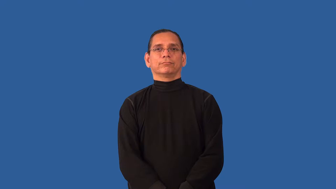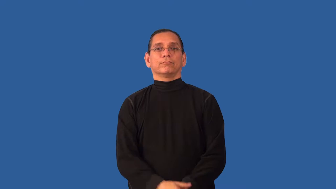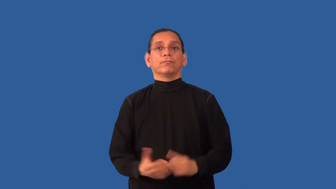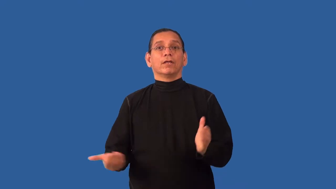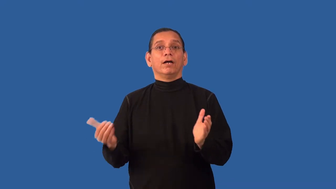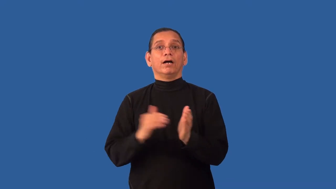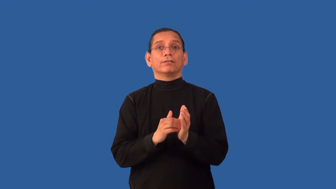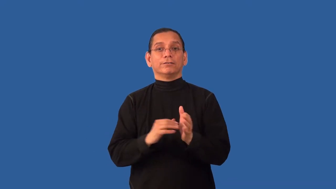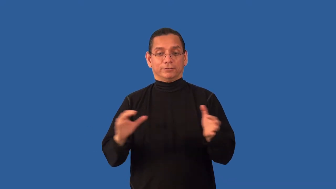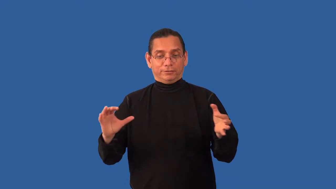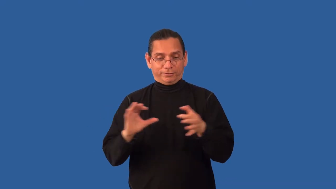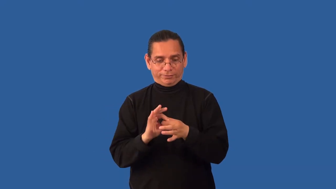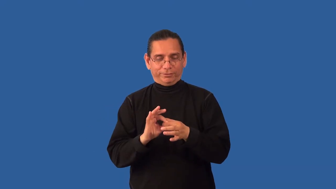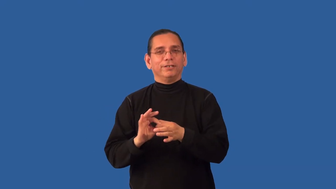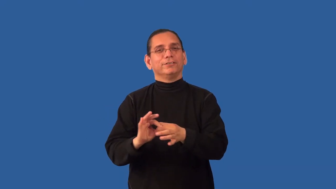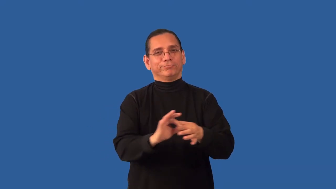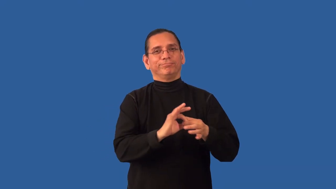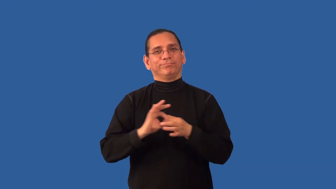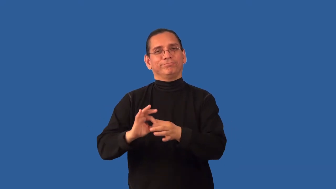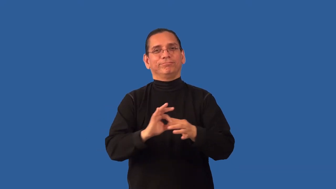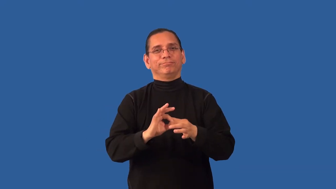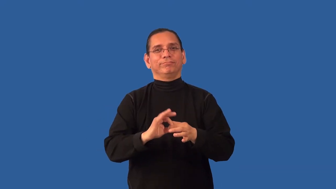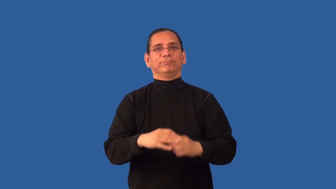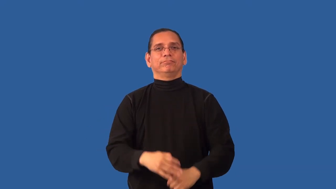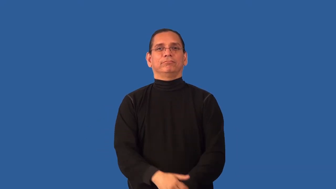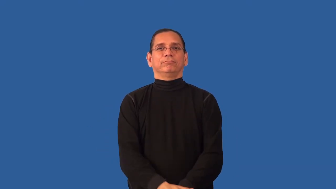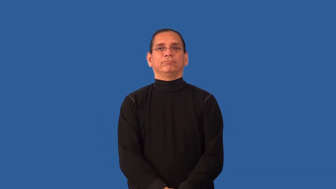reunify